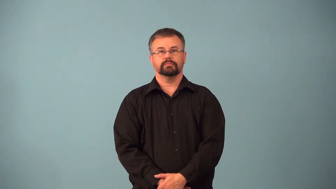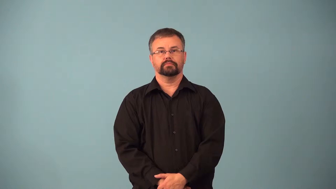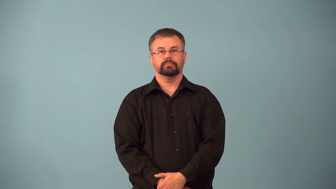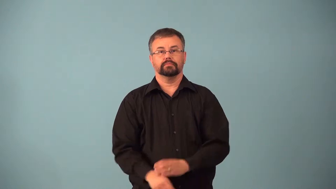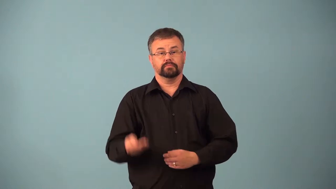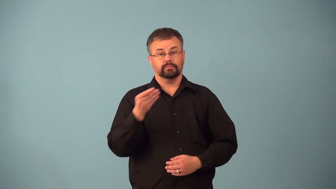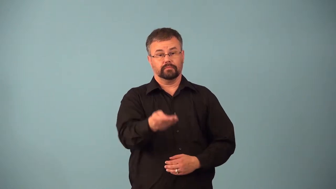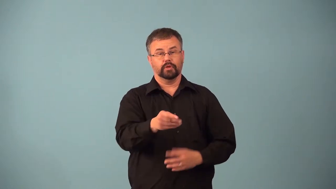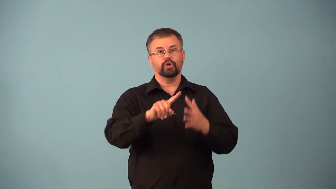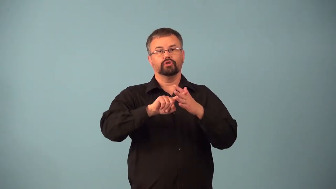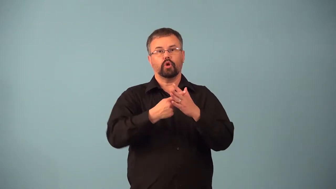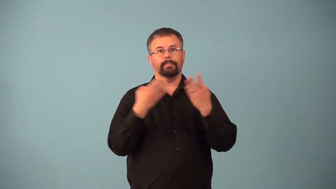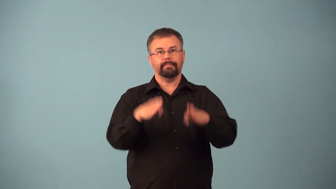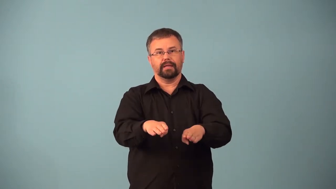ante